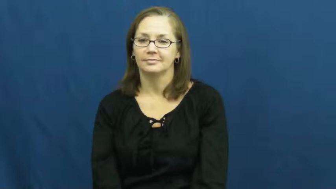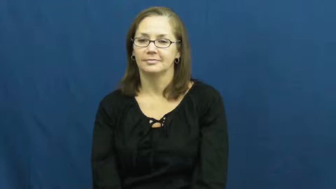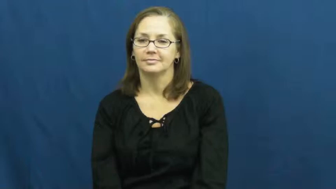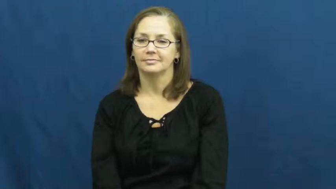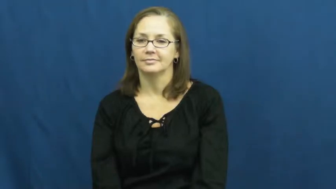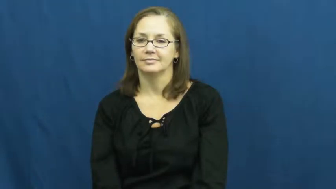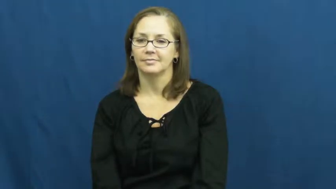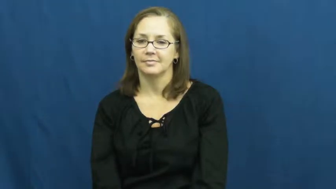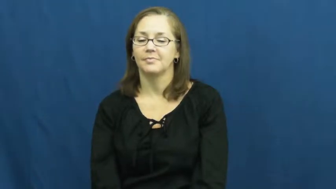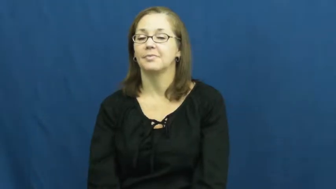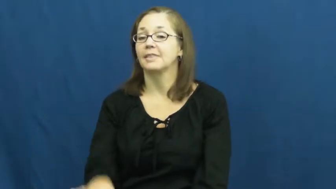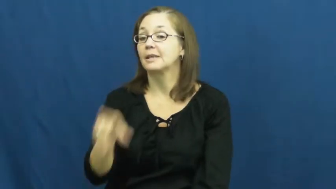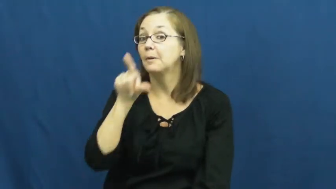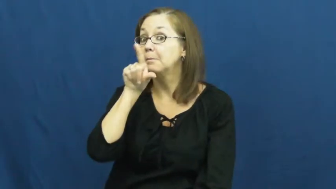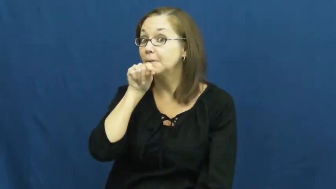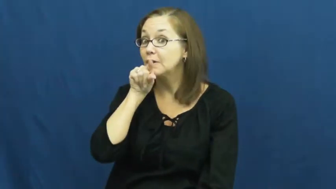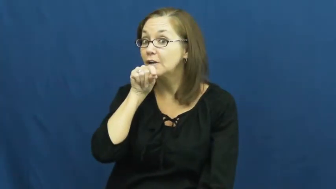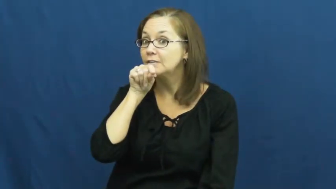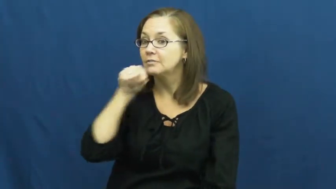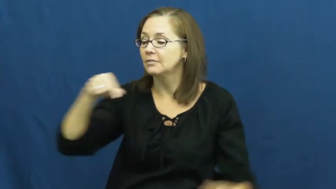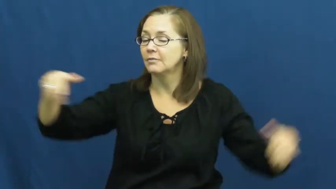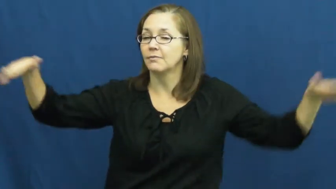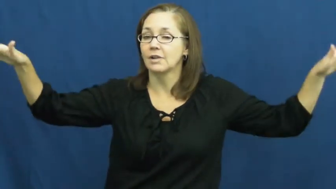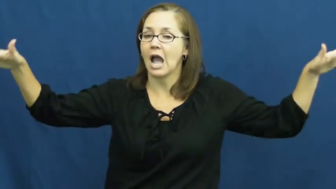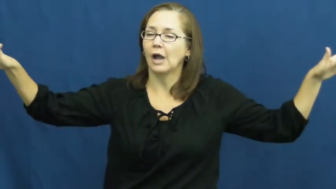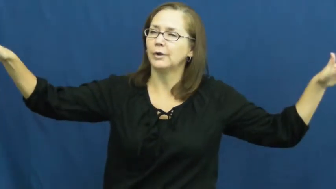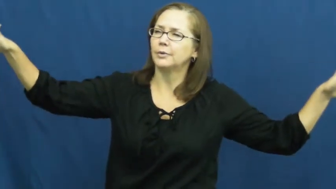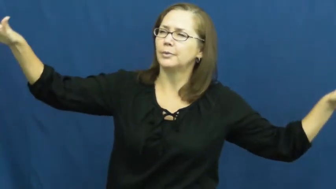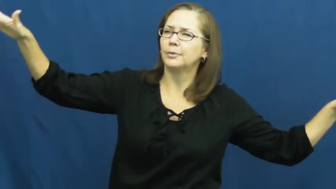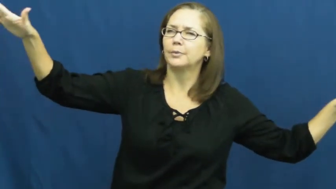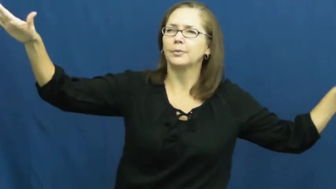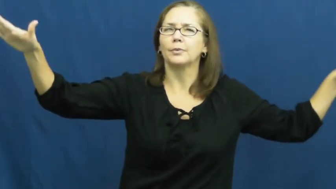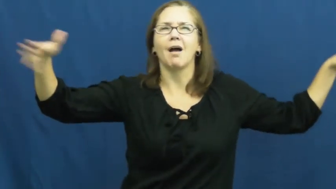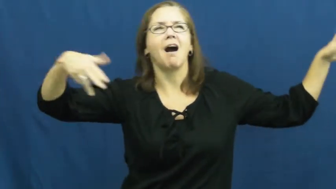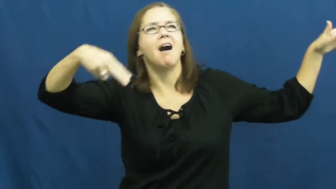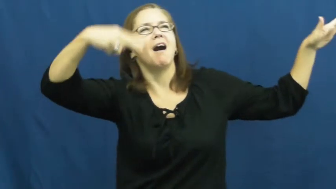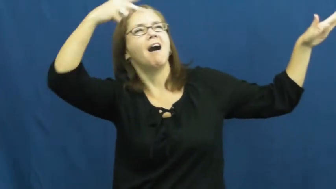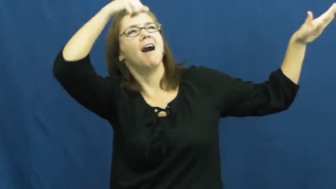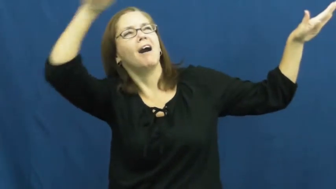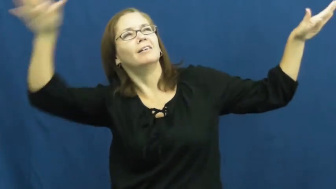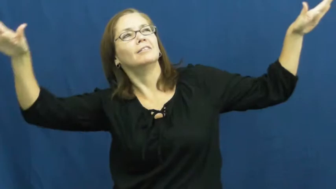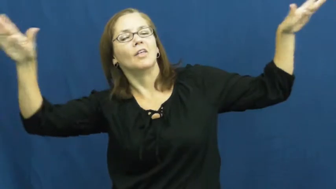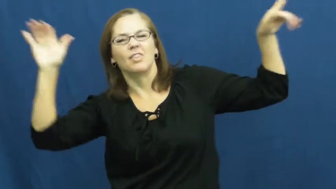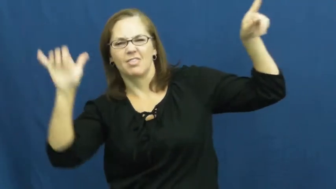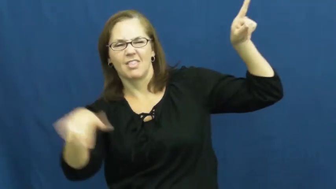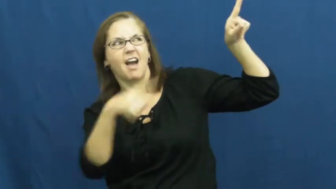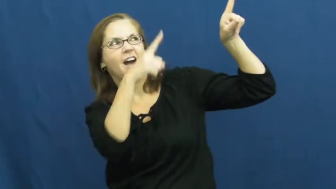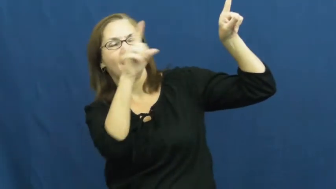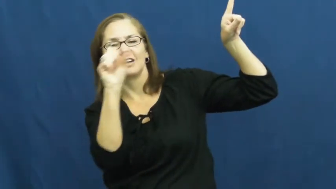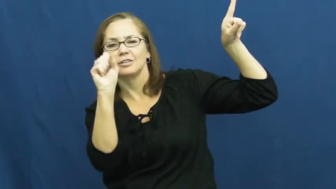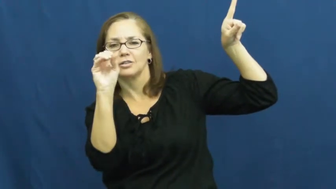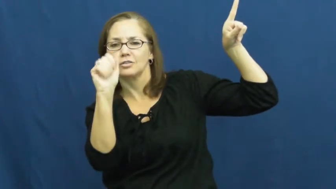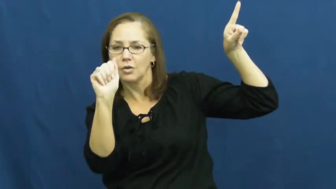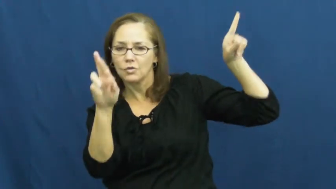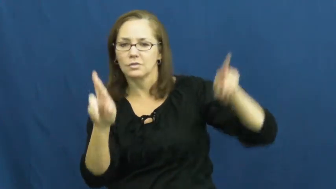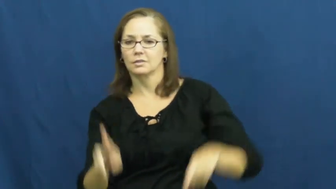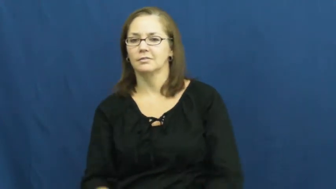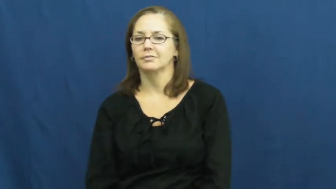soar